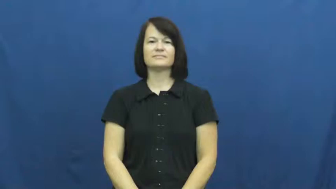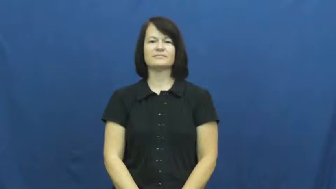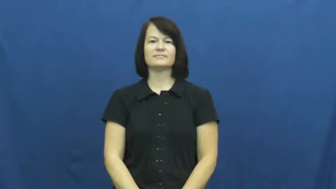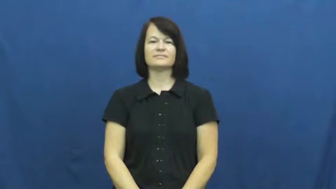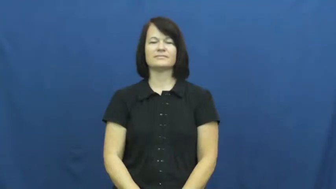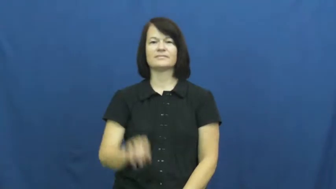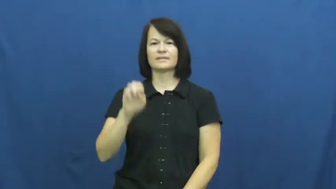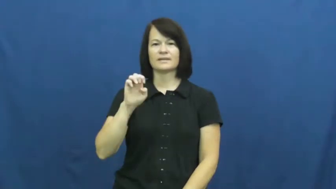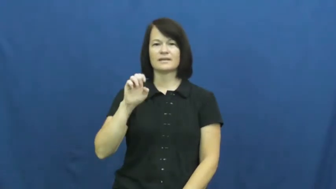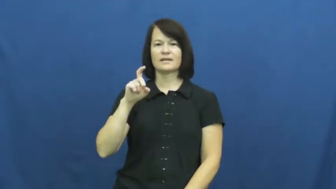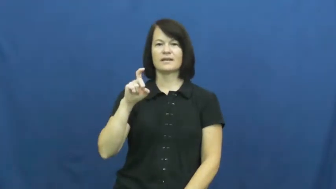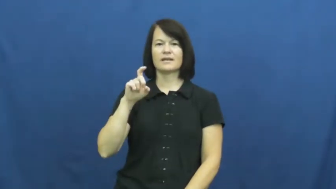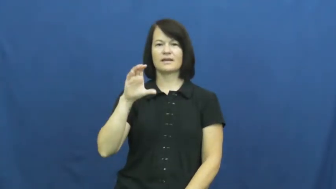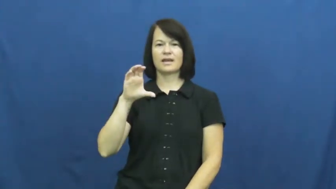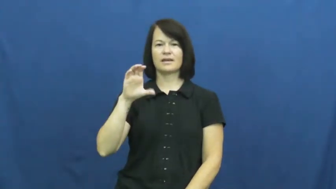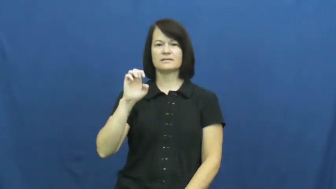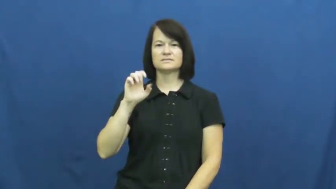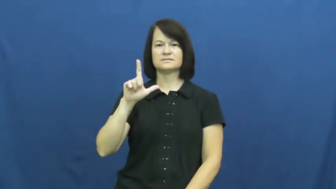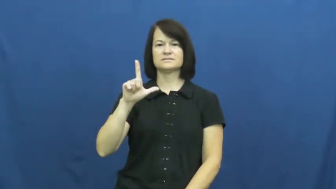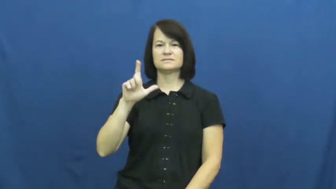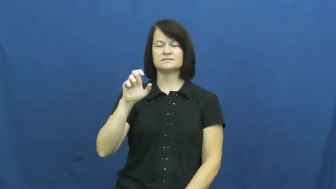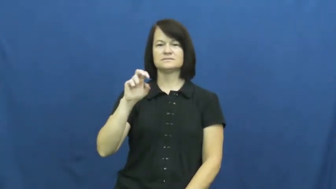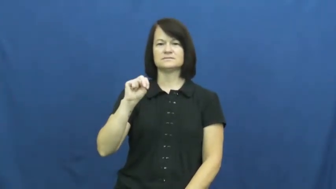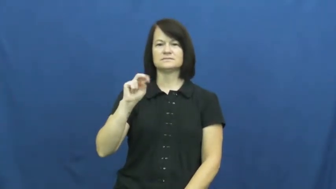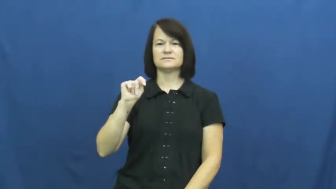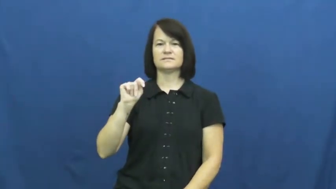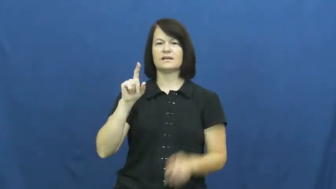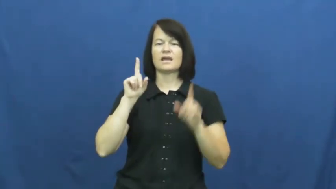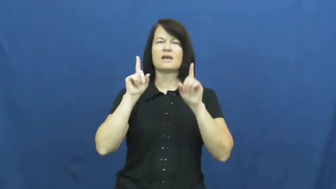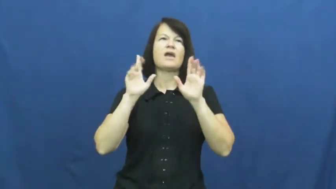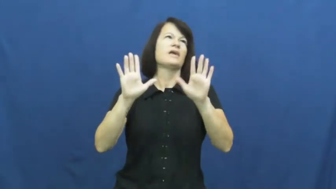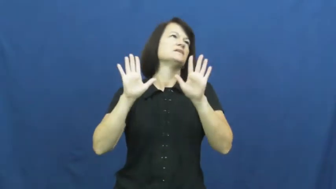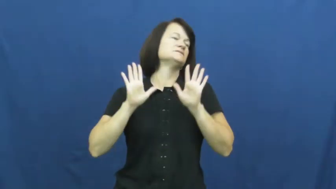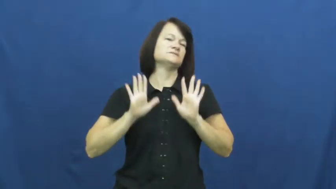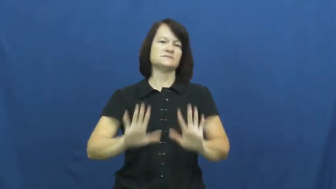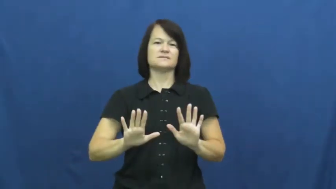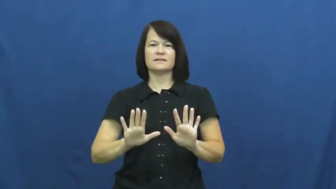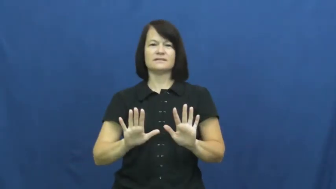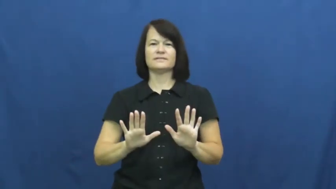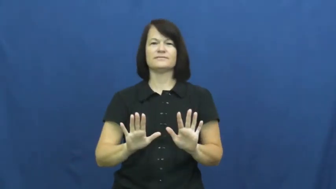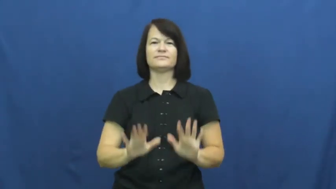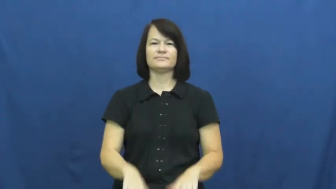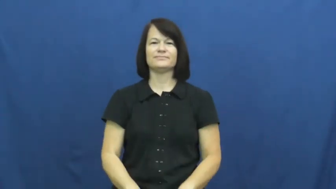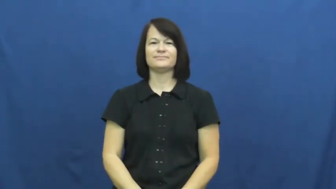excellent